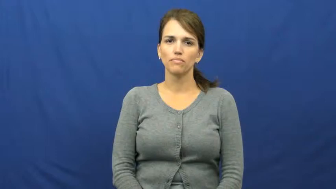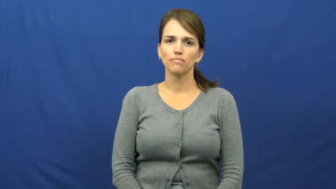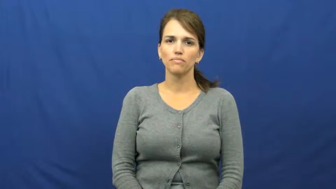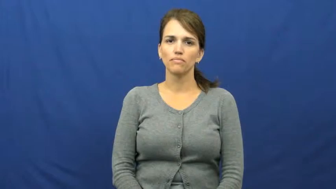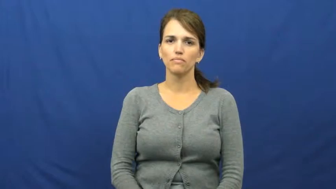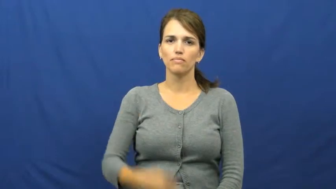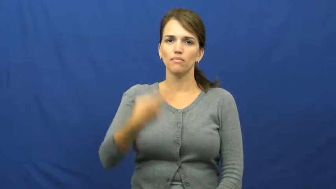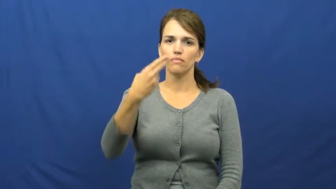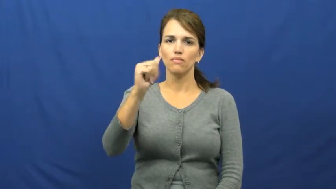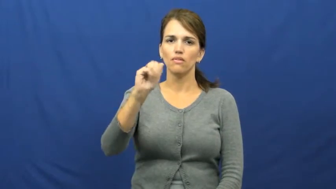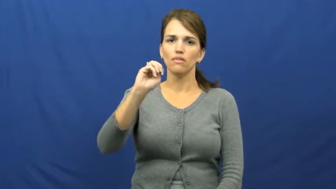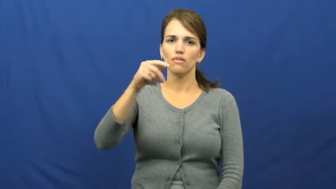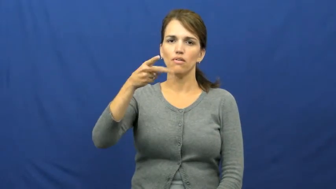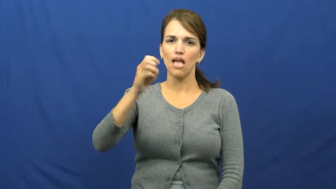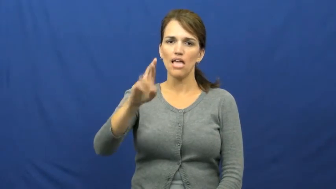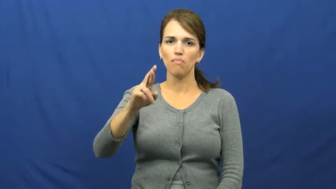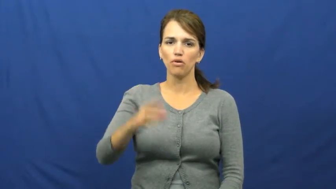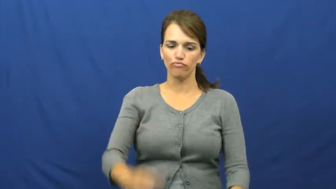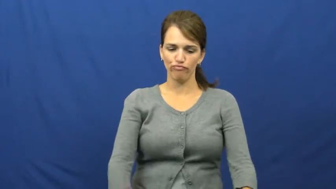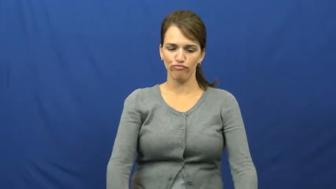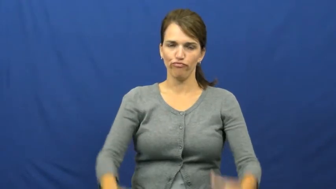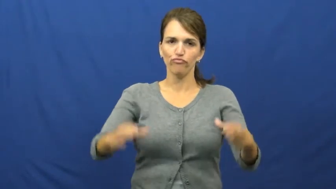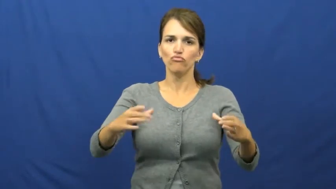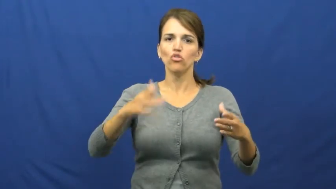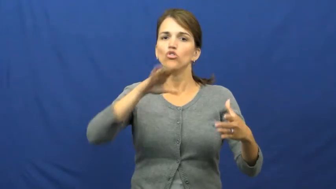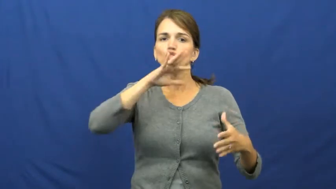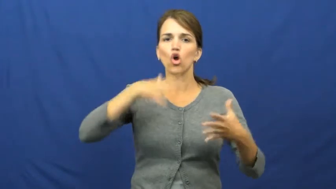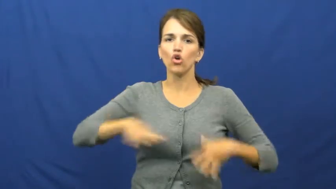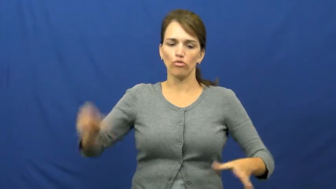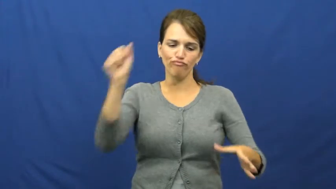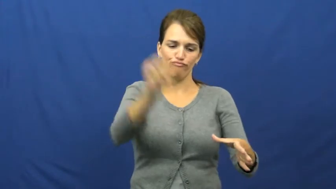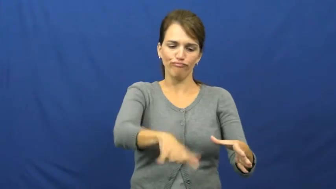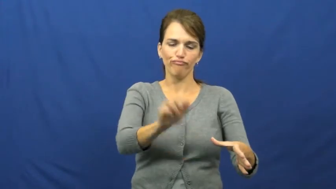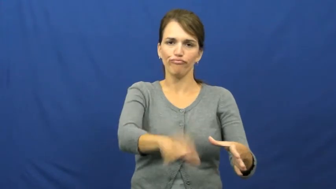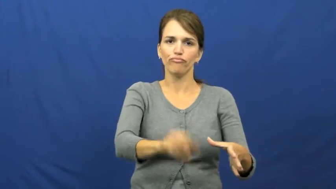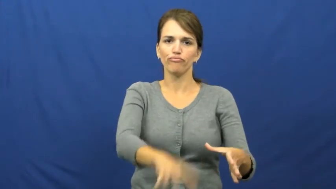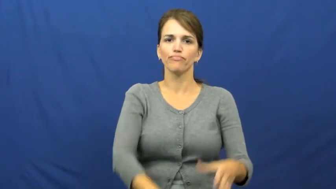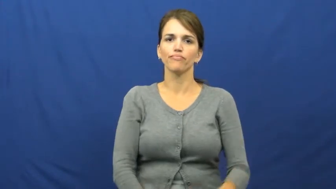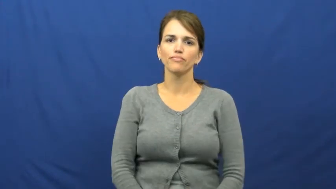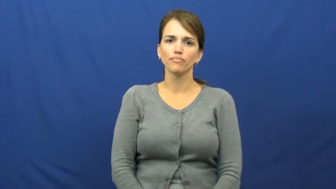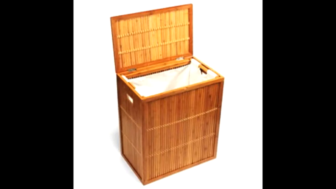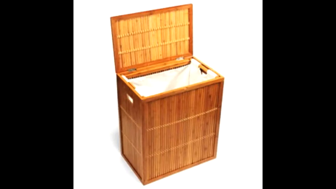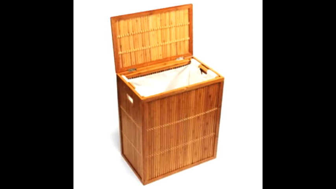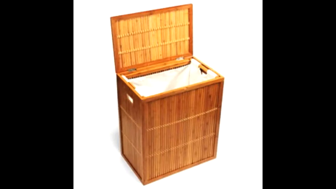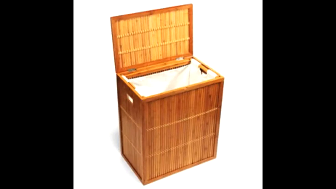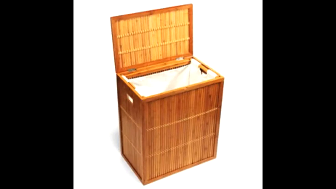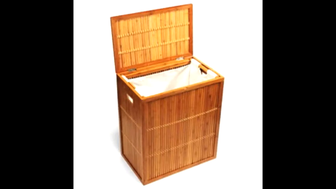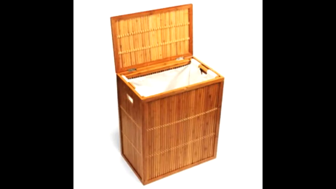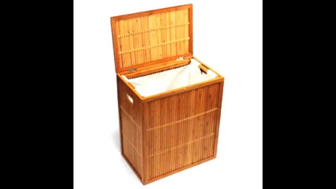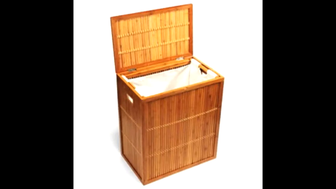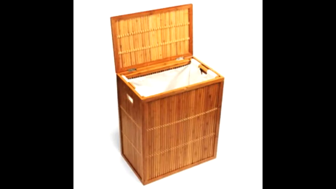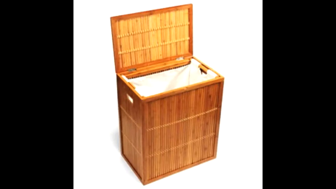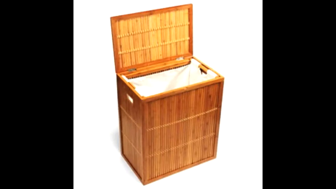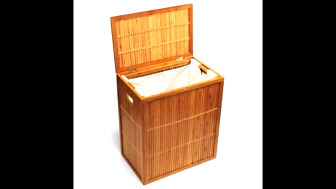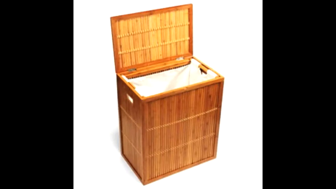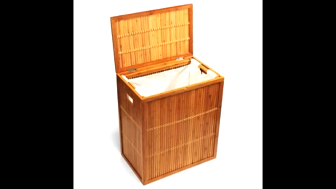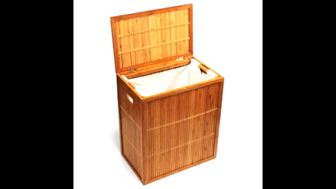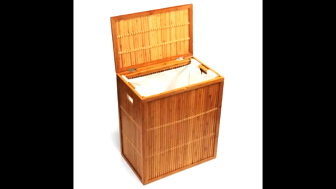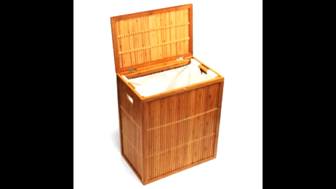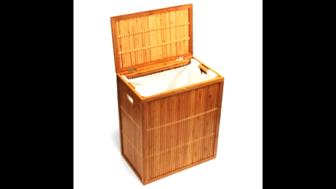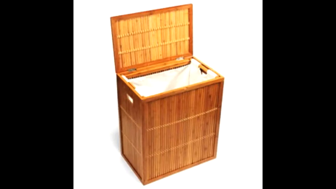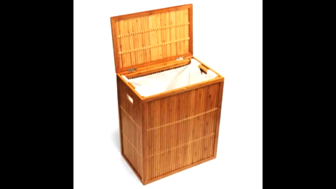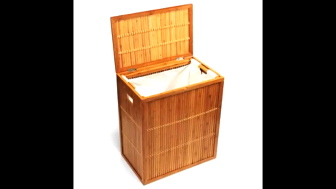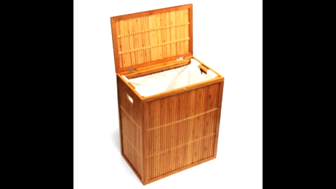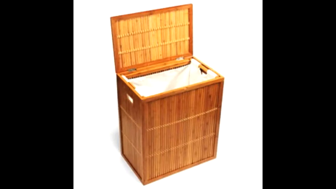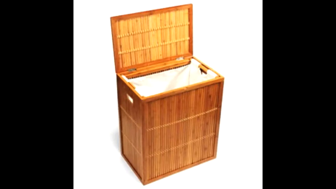hamper-clothes